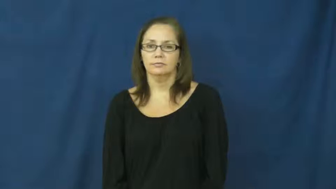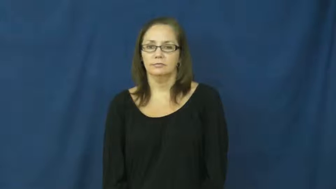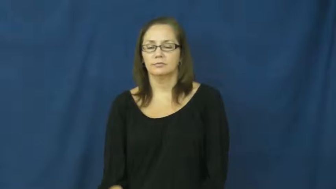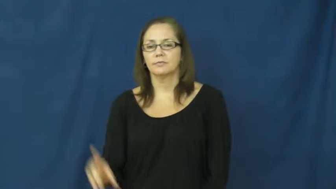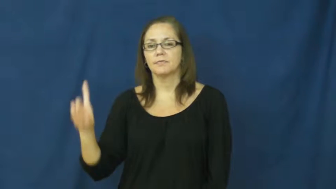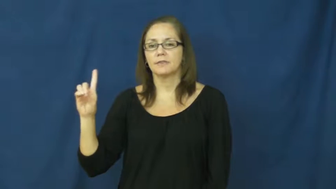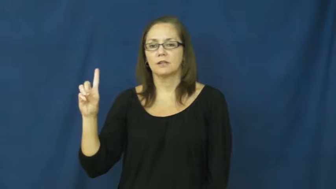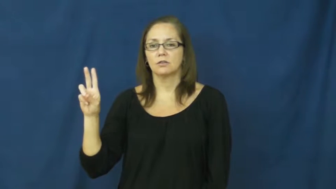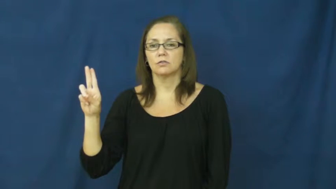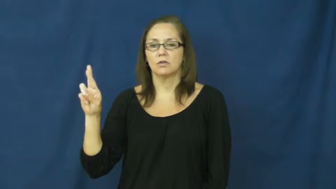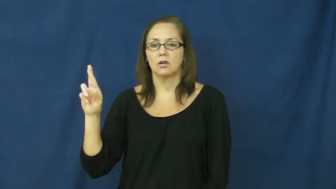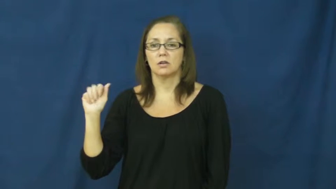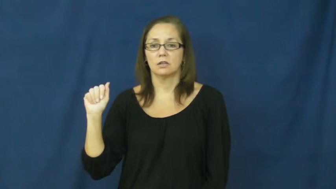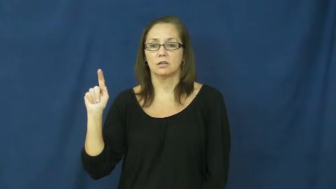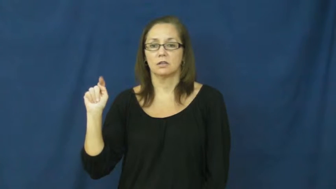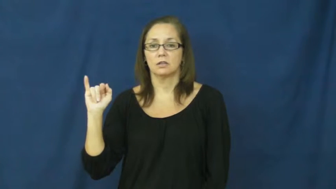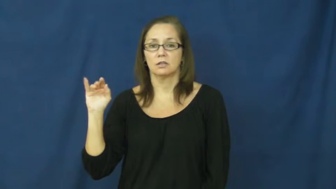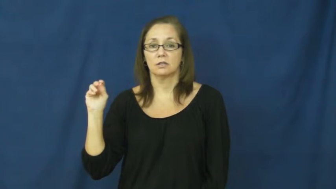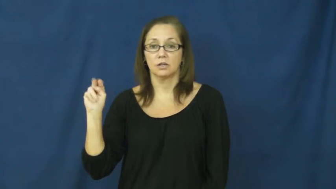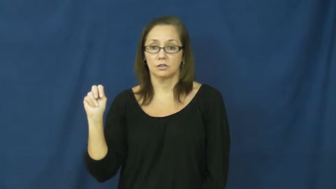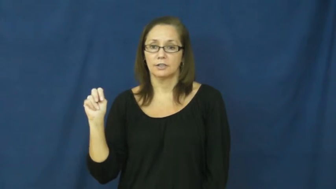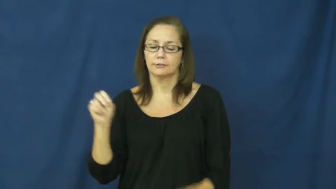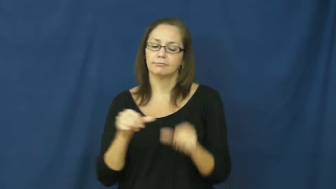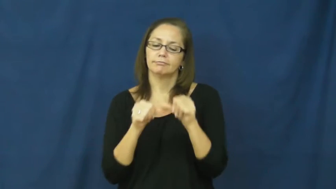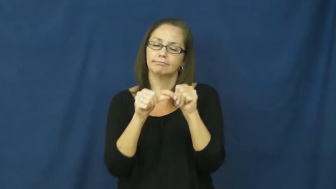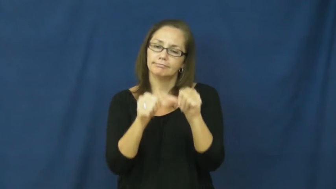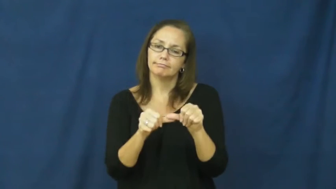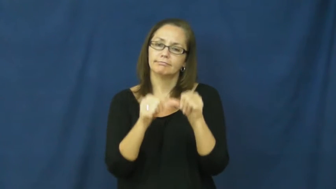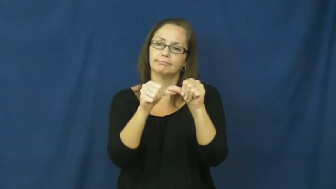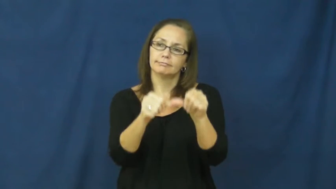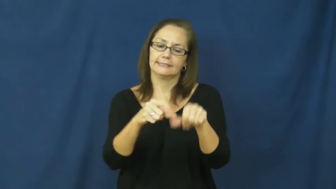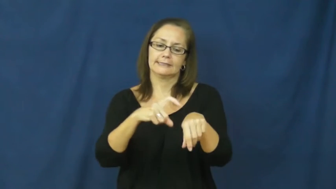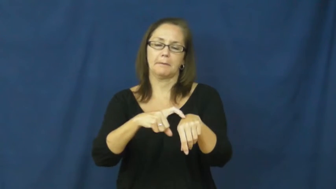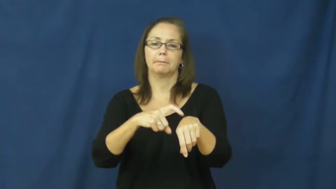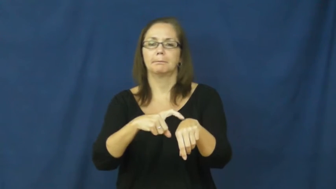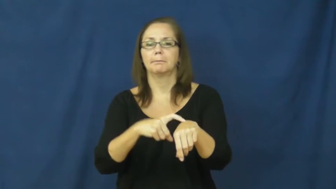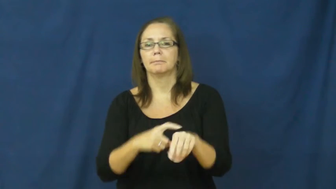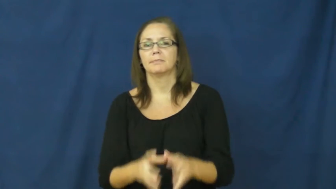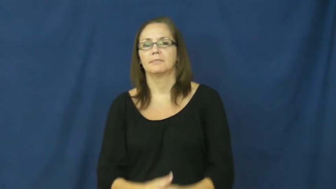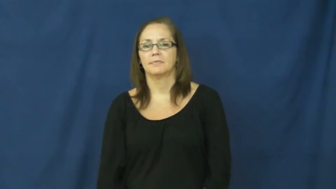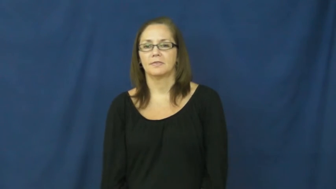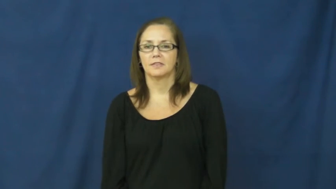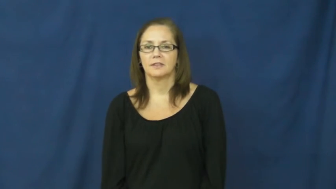duration